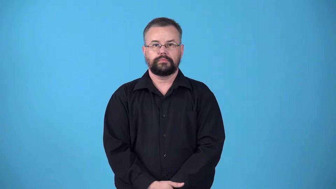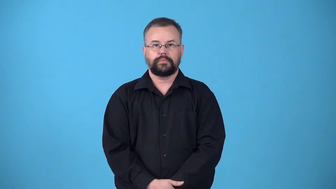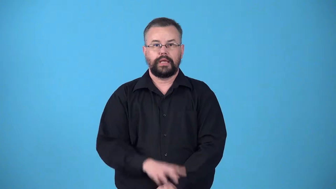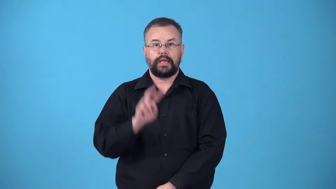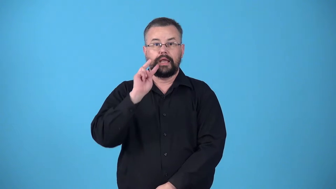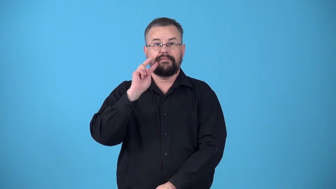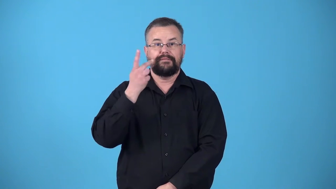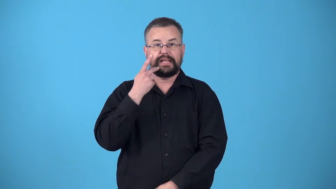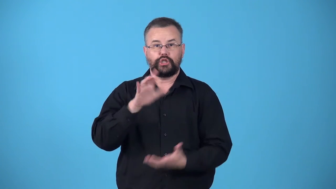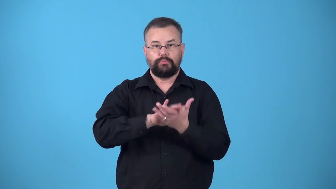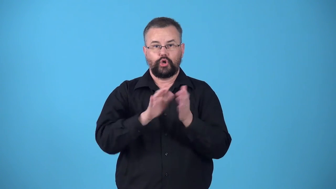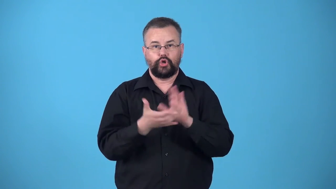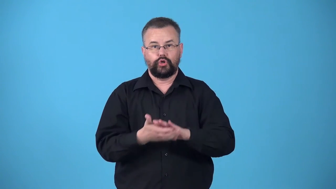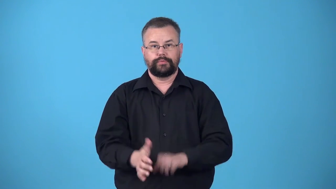veggieburger